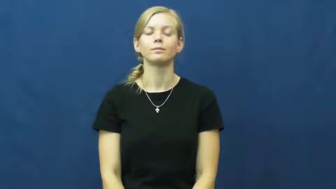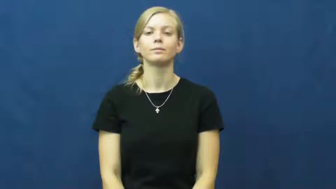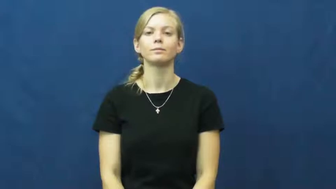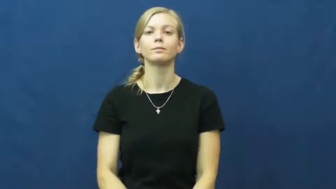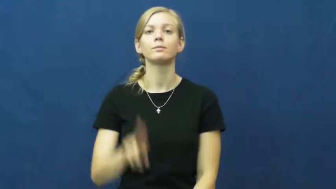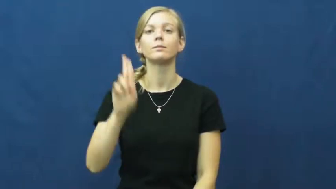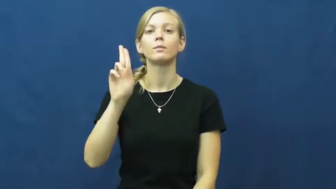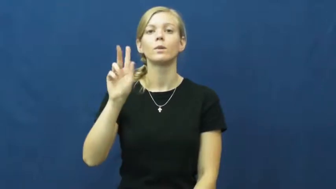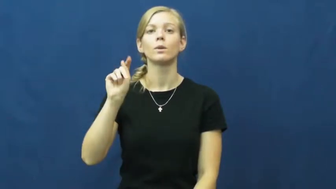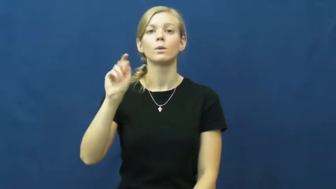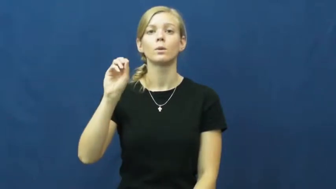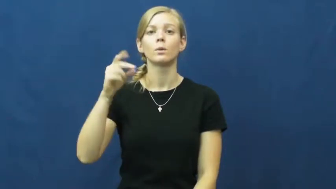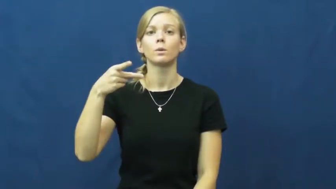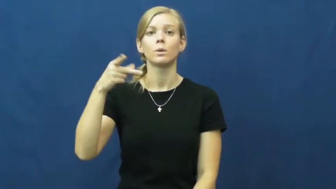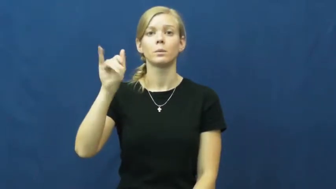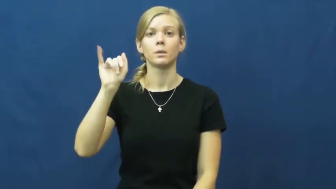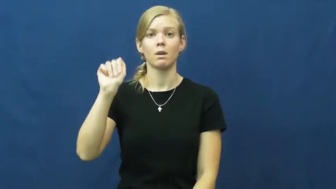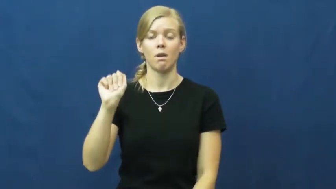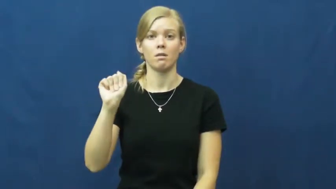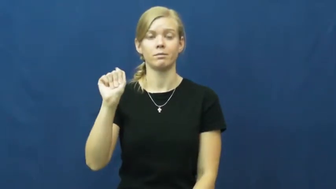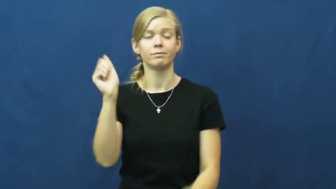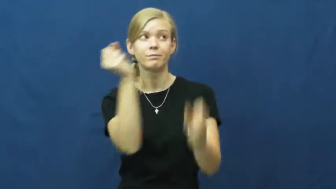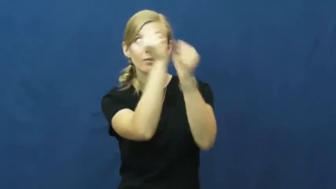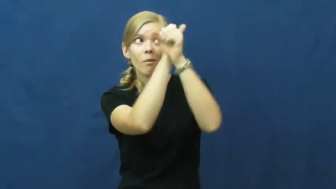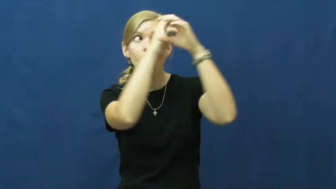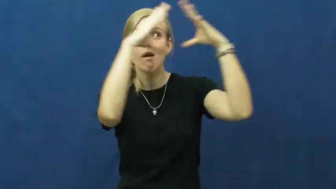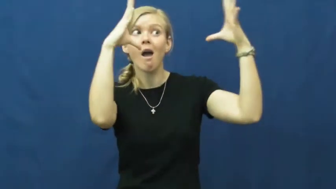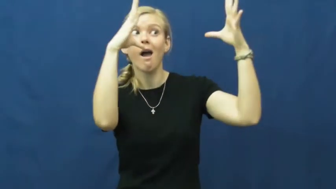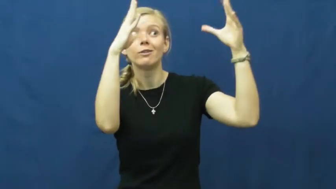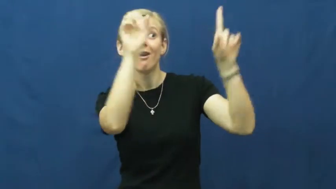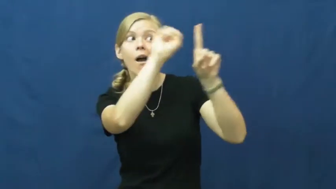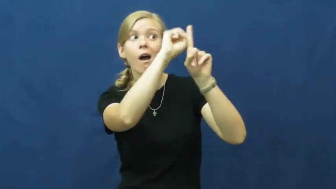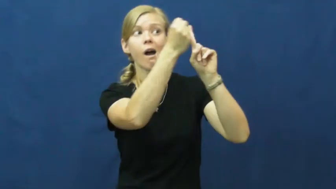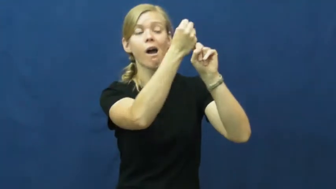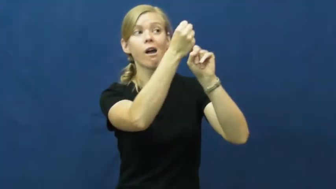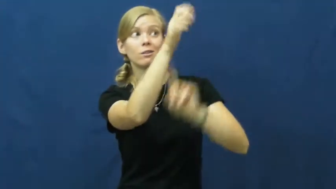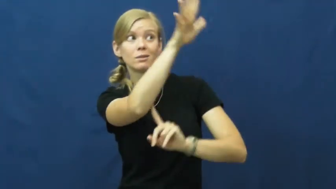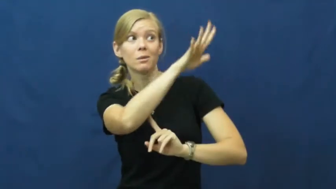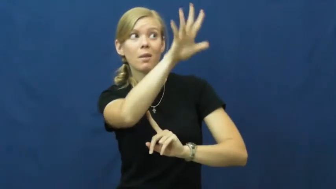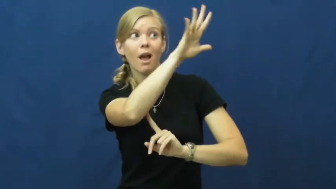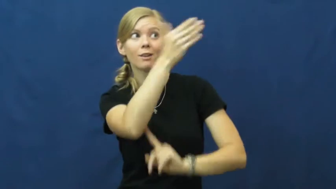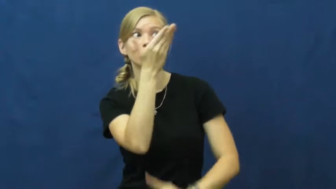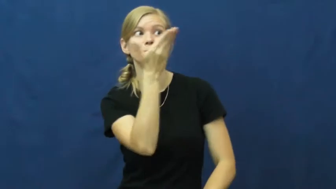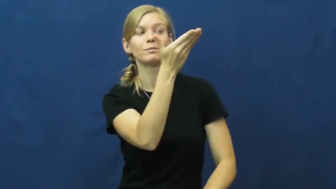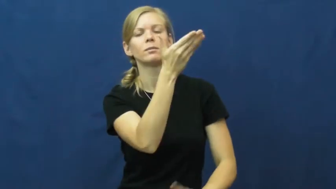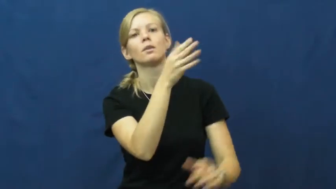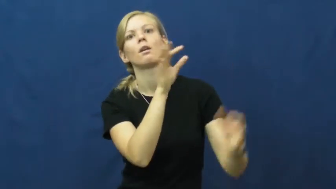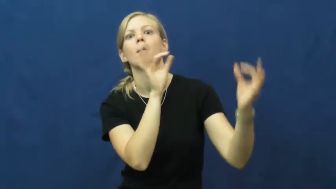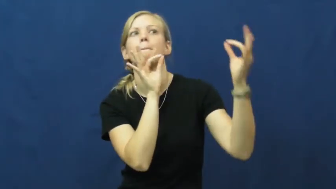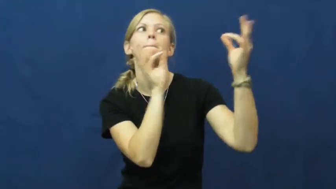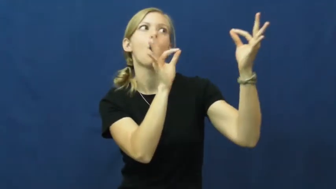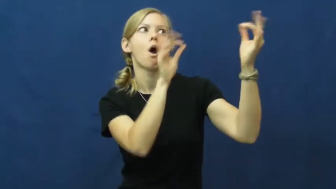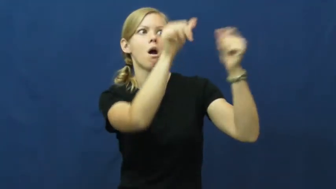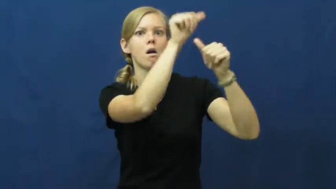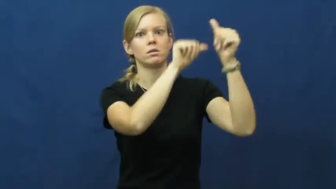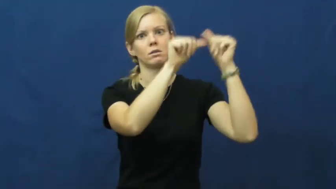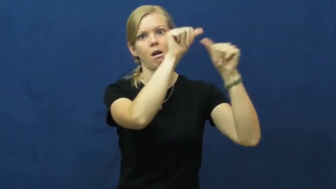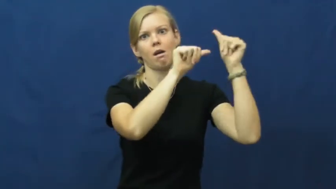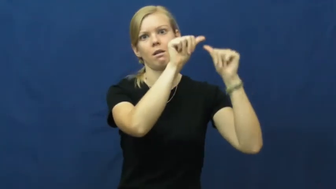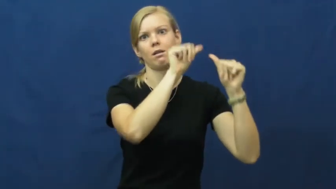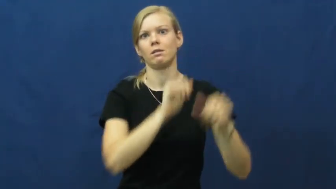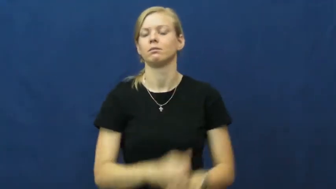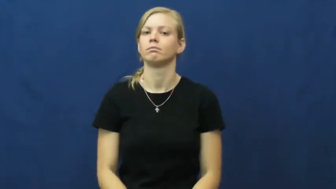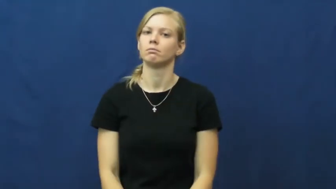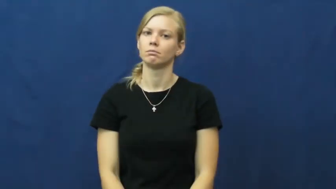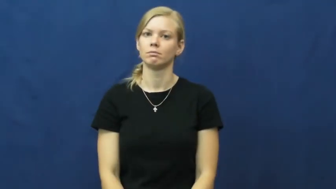utopia